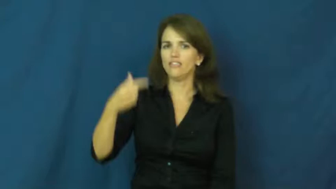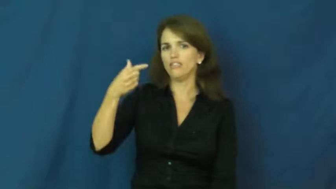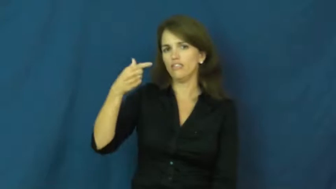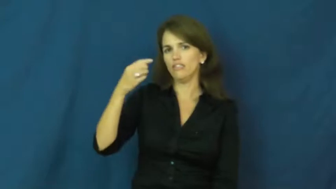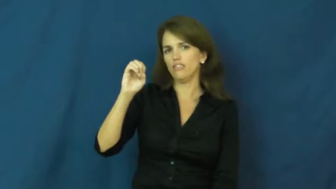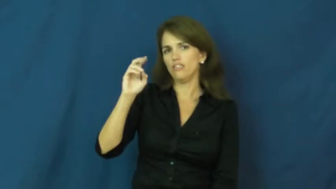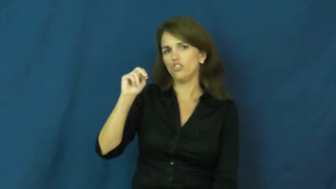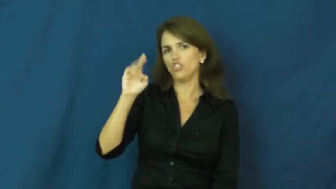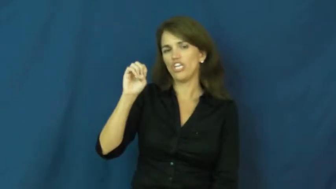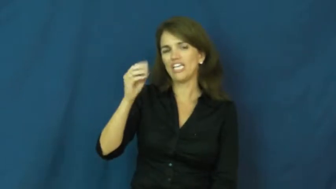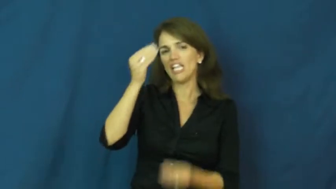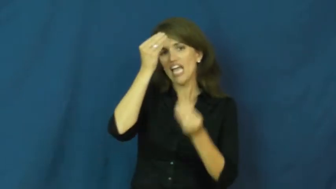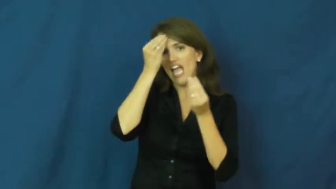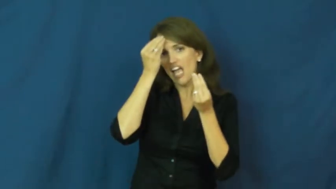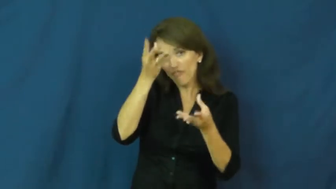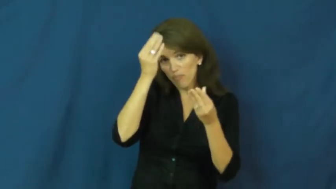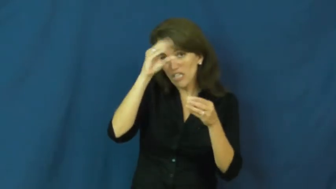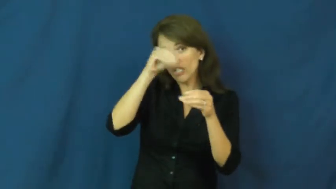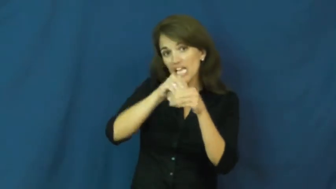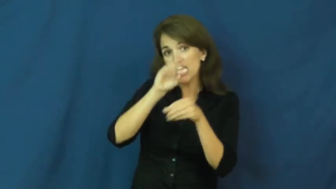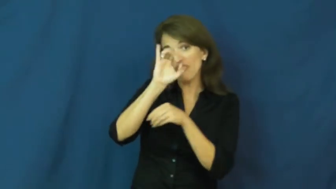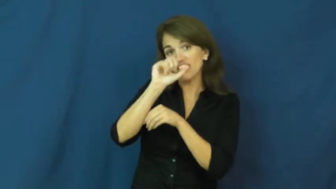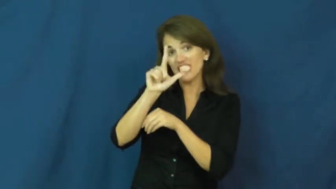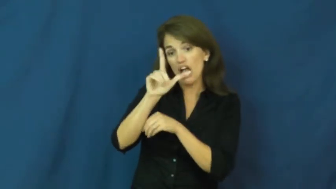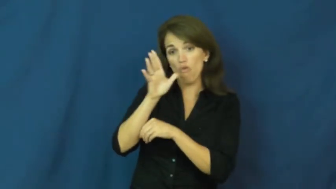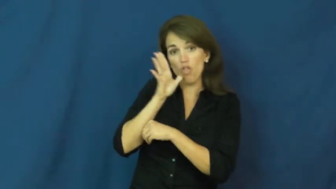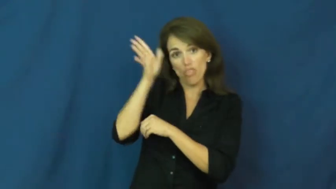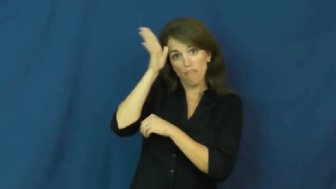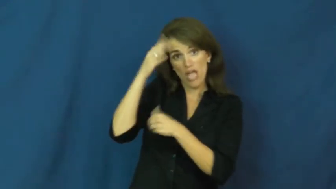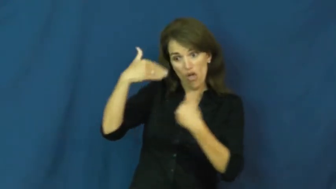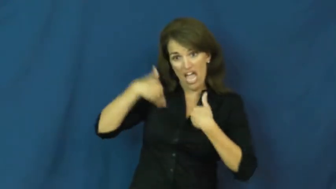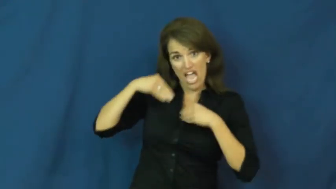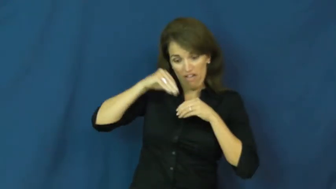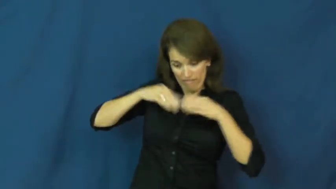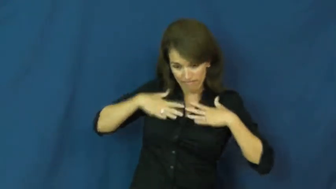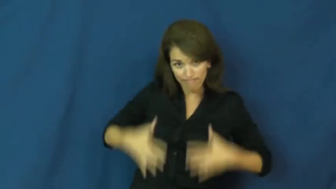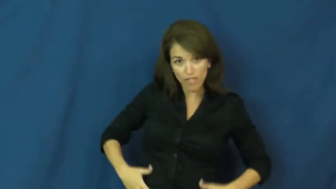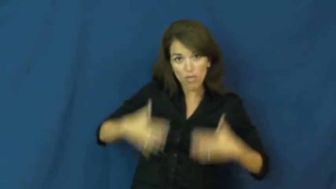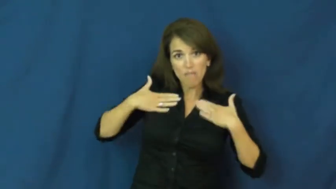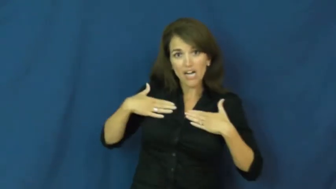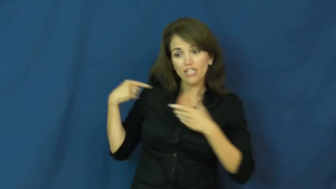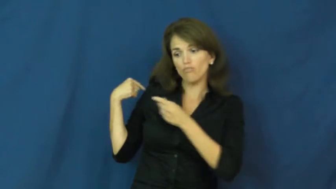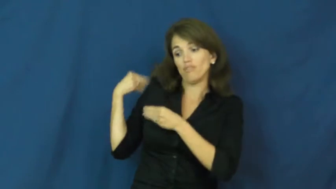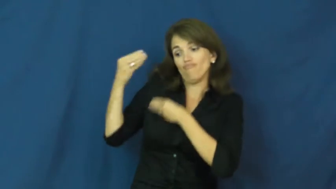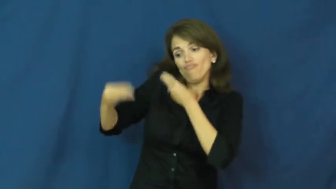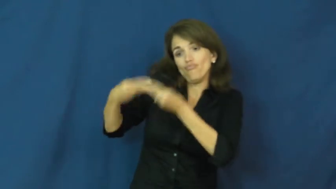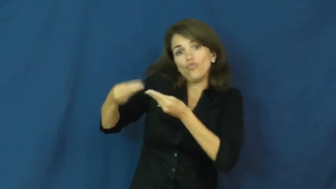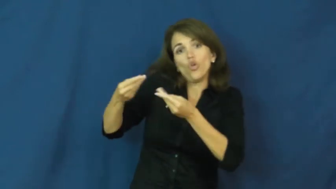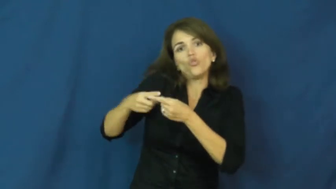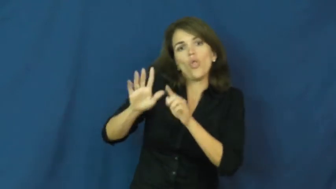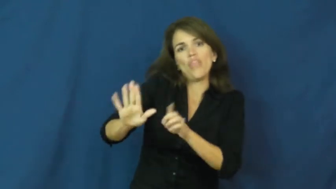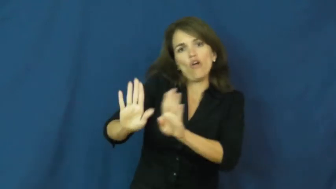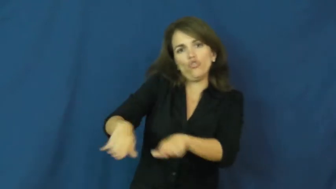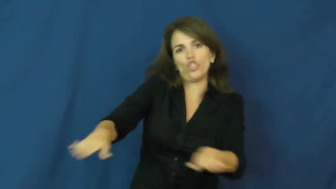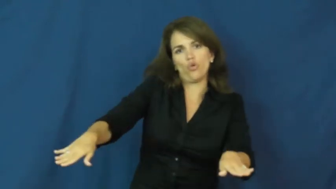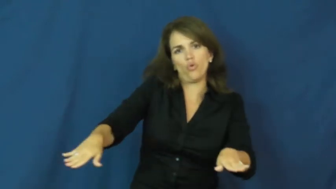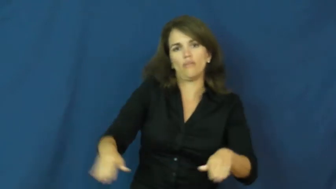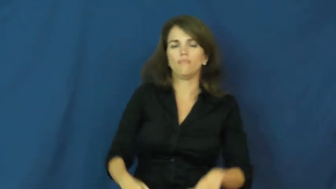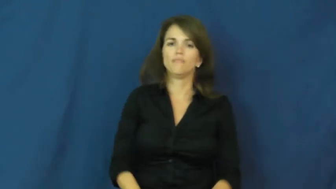gene